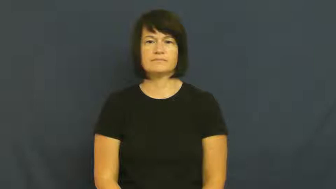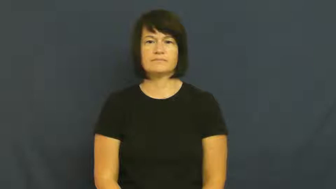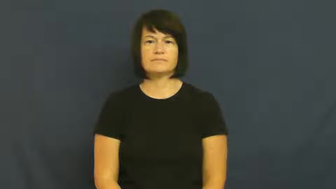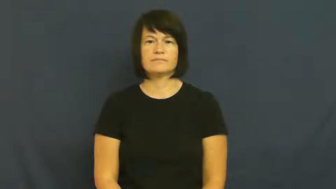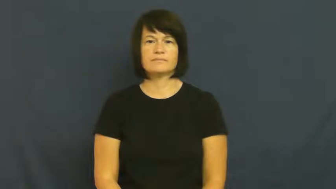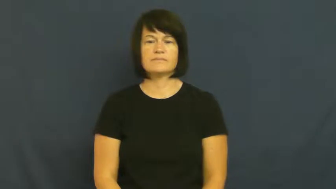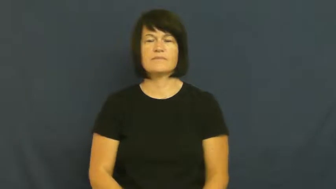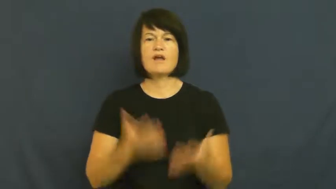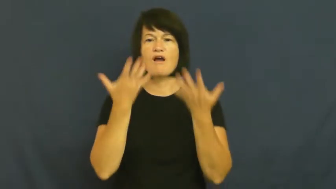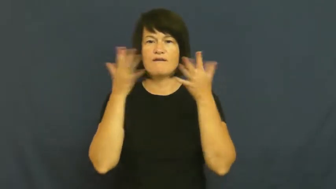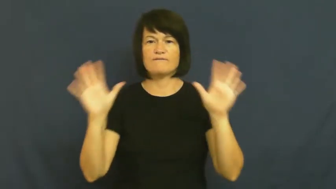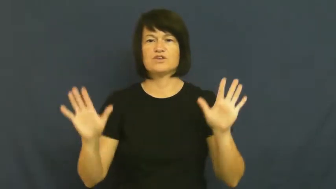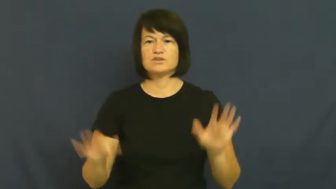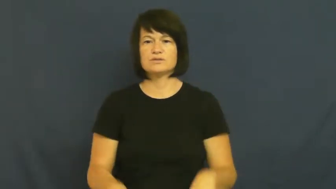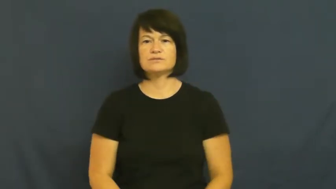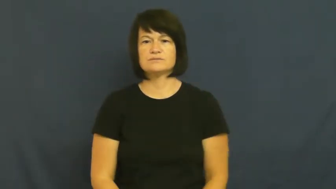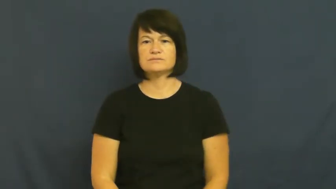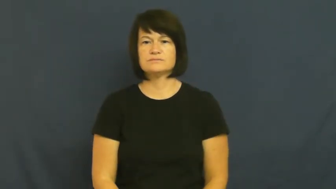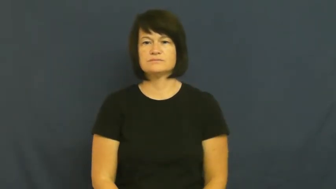over,get over,foreswear,kaput-finished